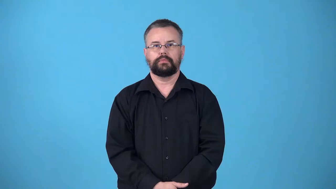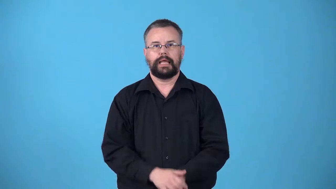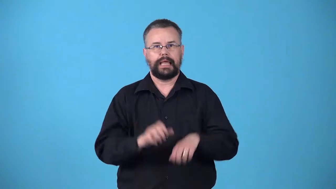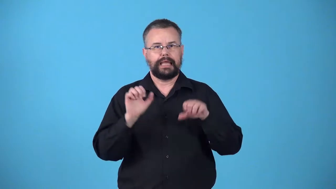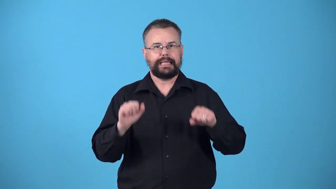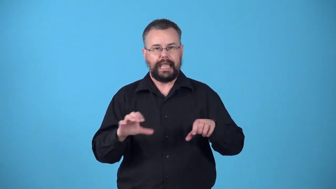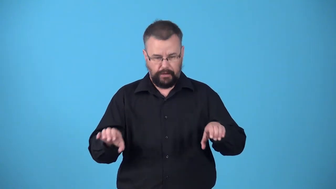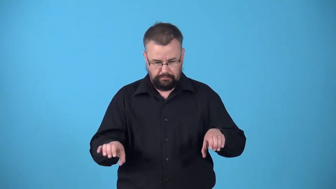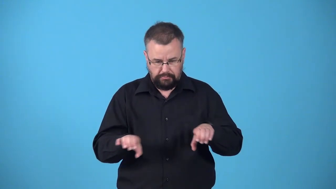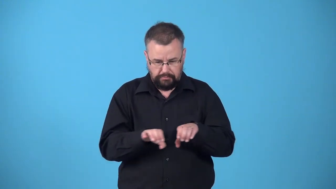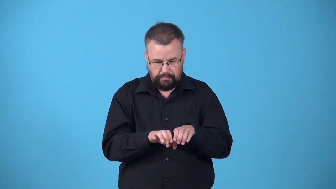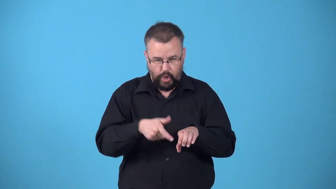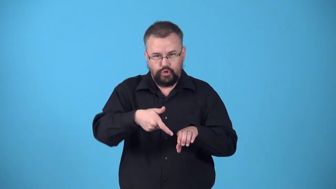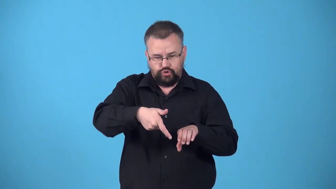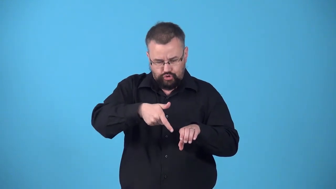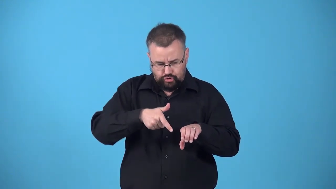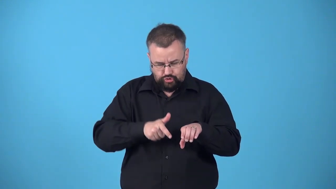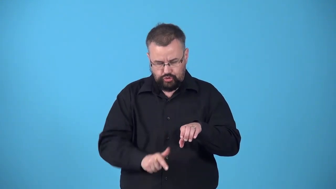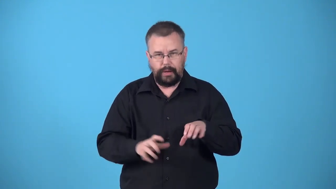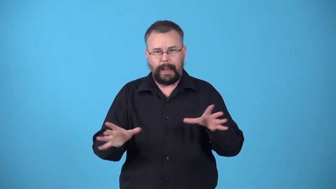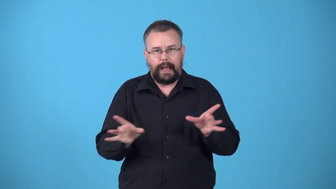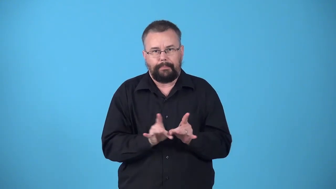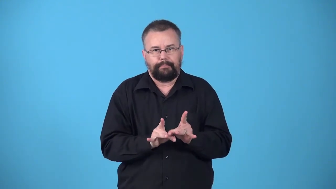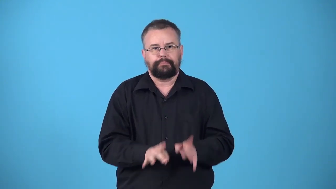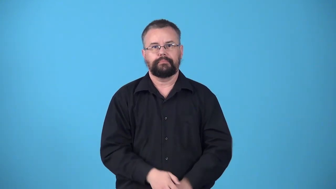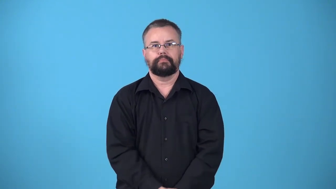weldable